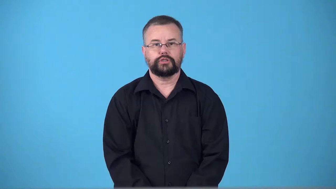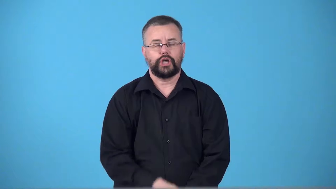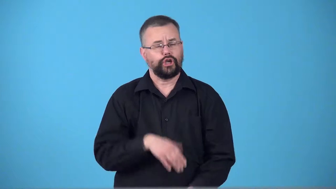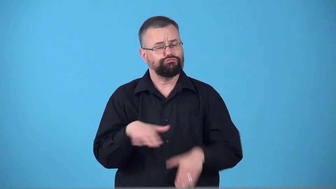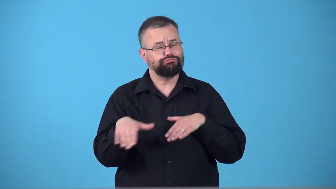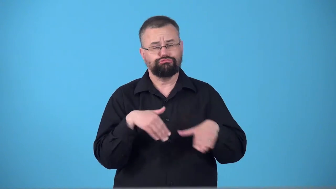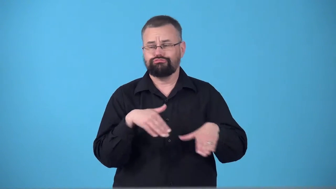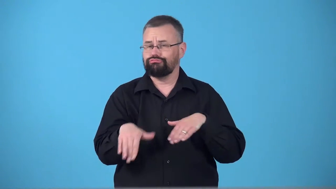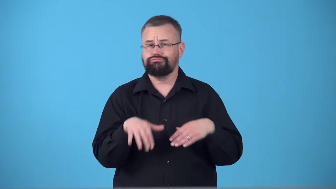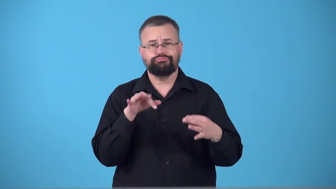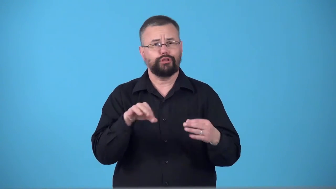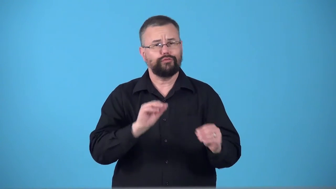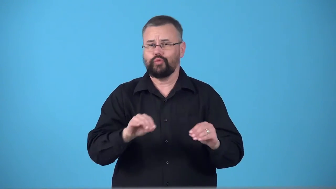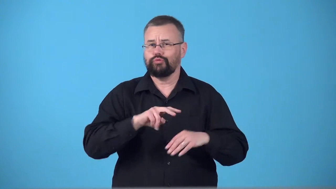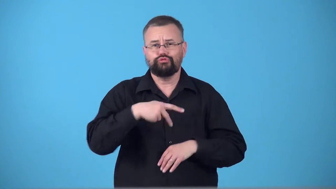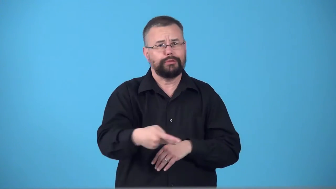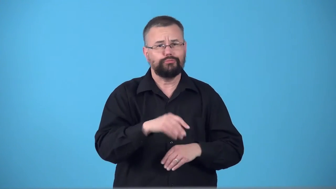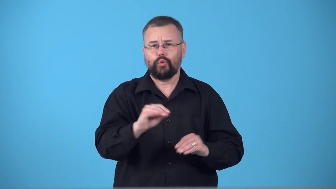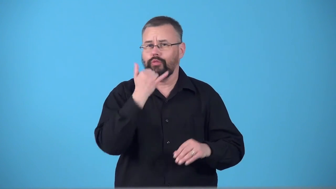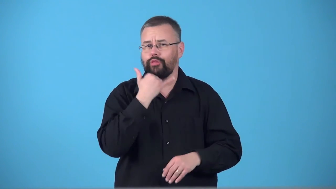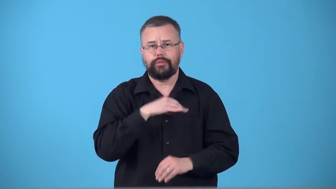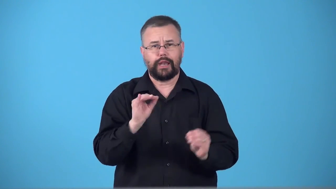surefooted